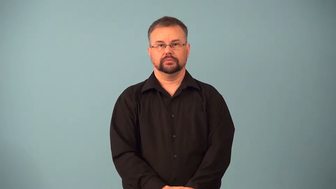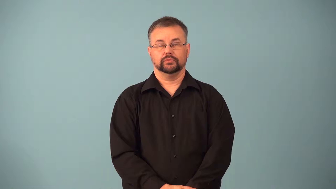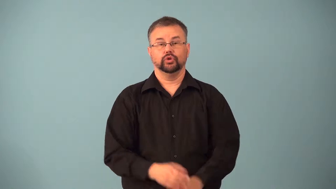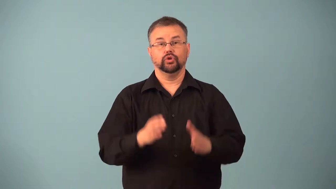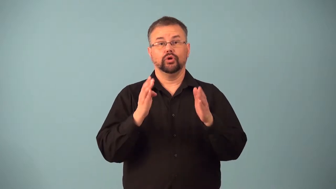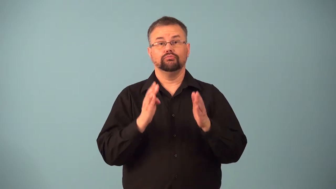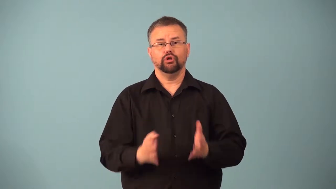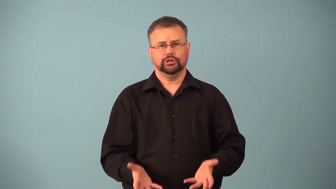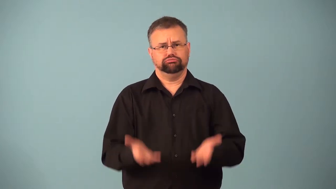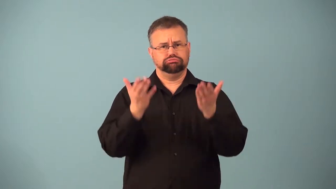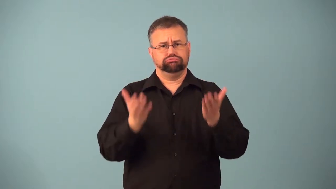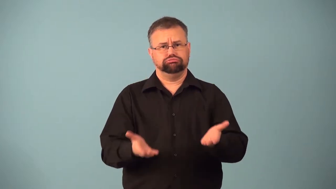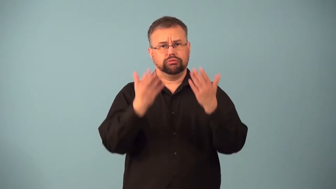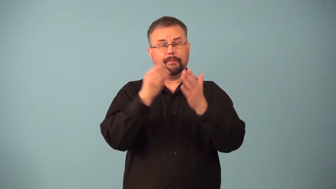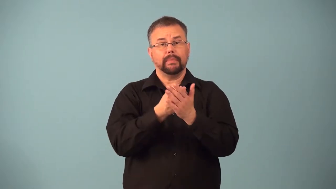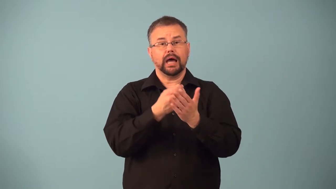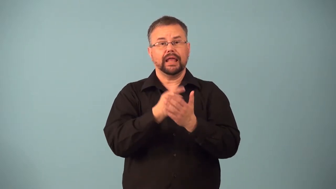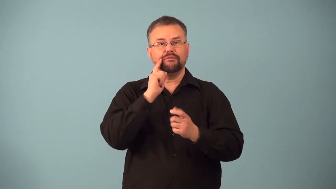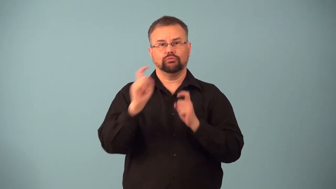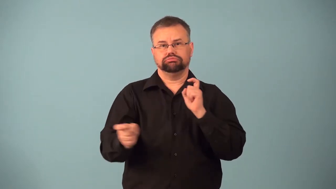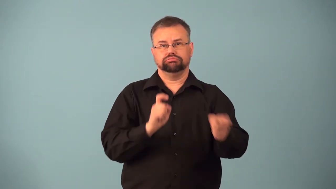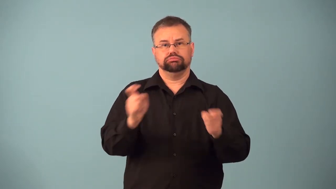fundraiser